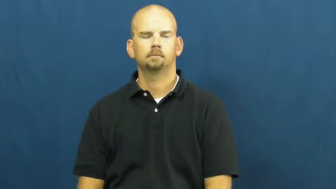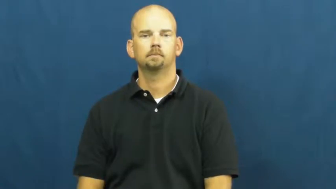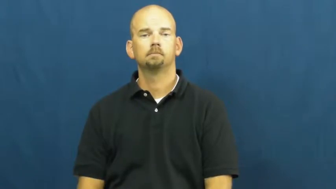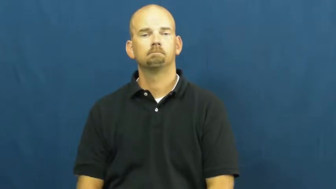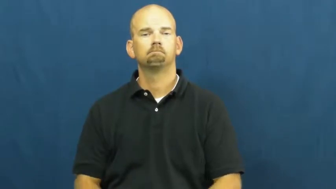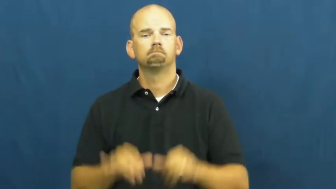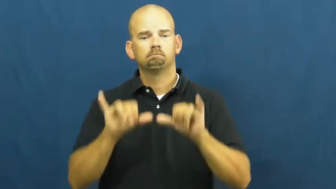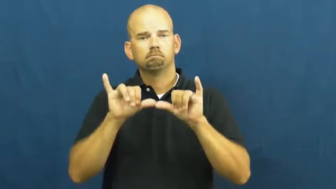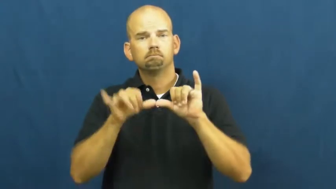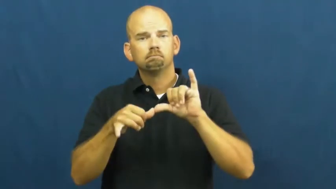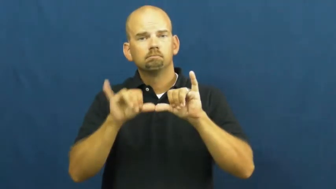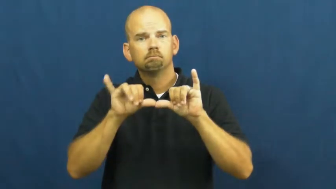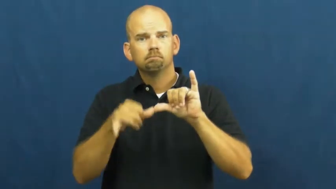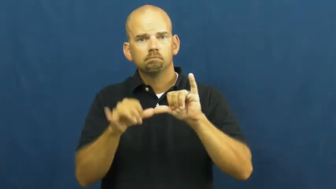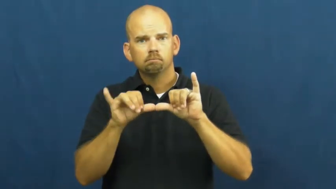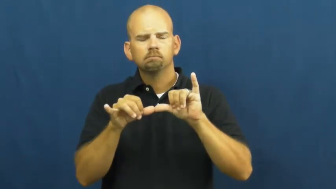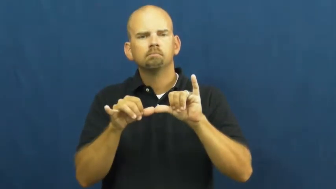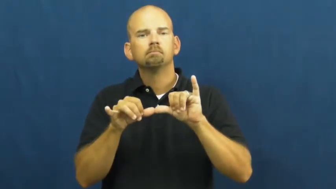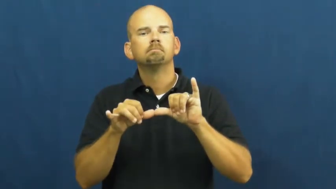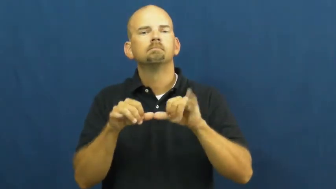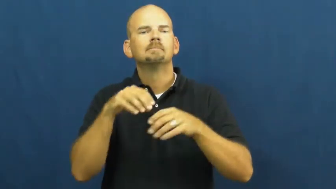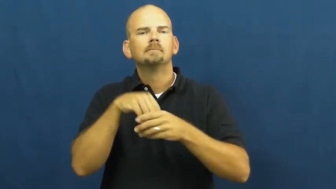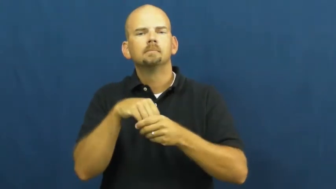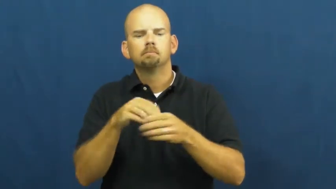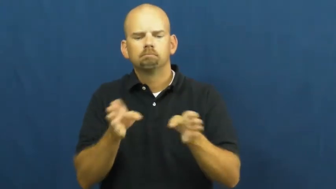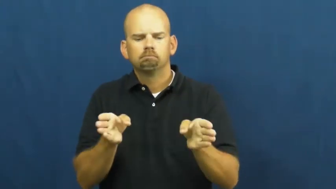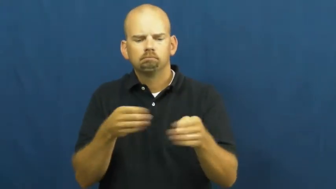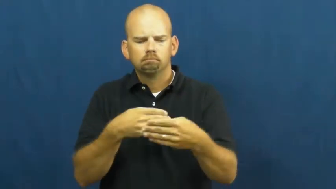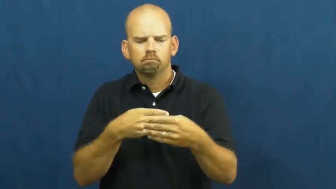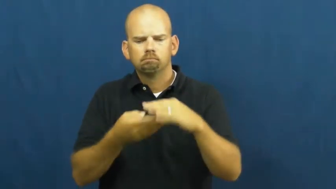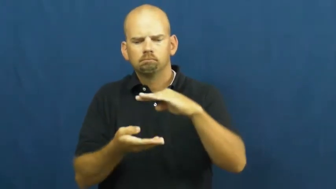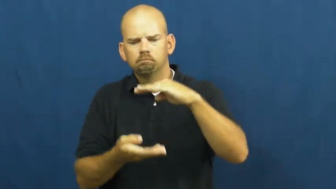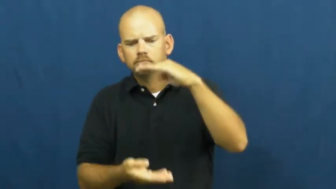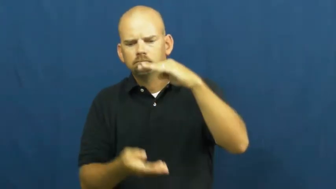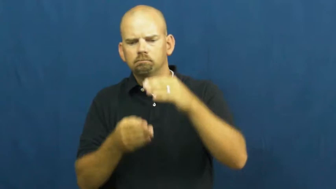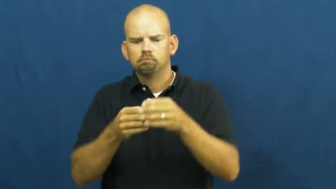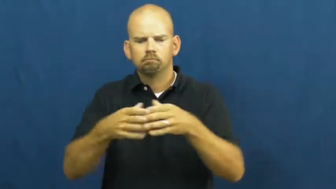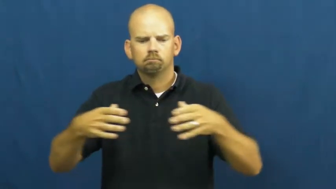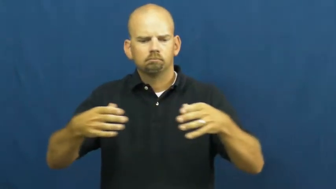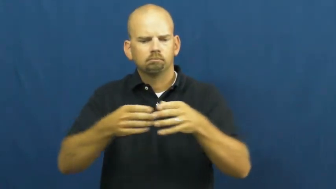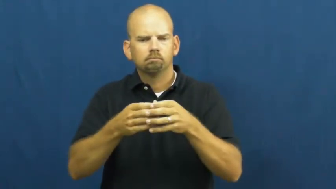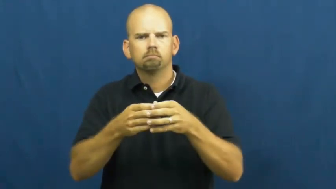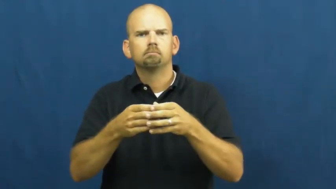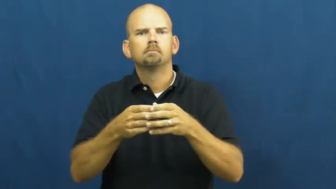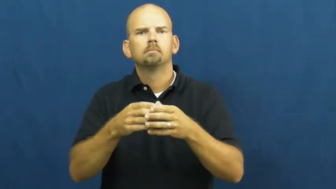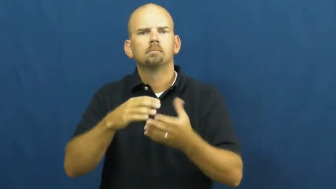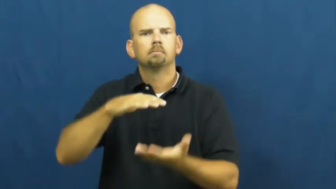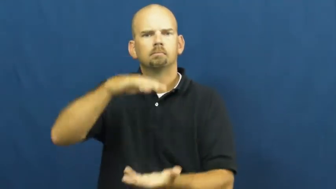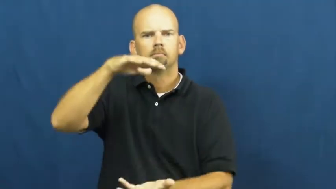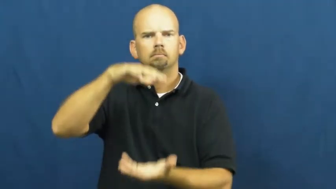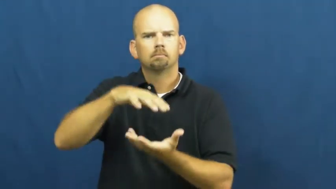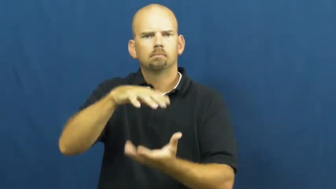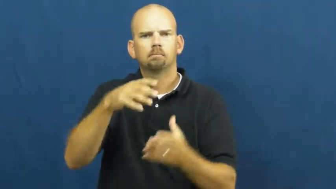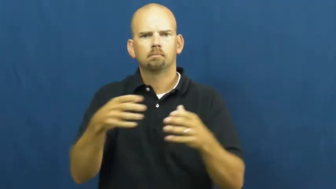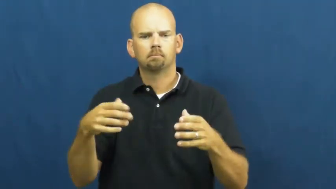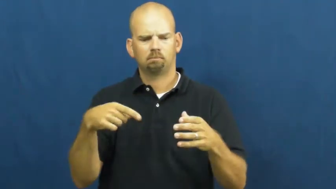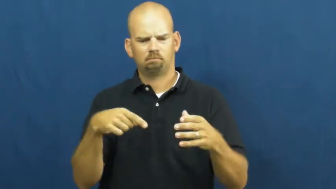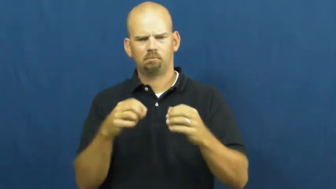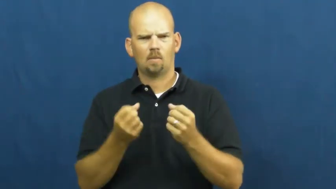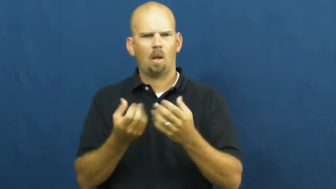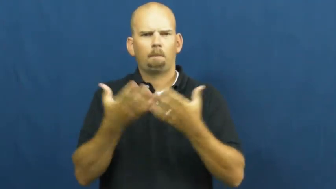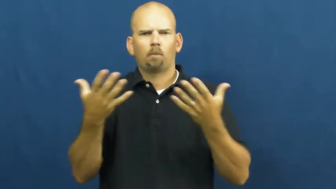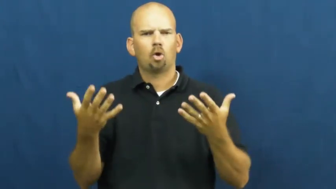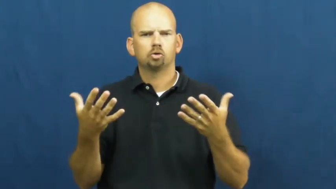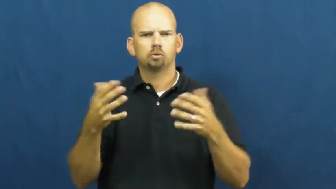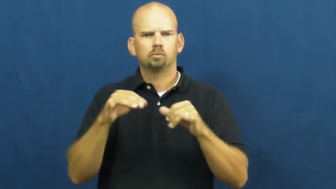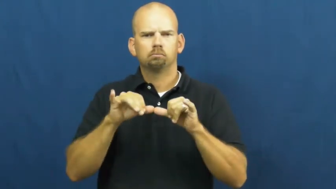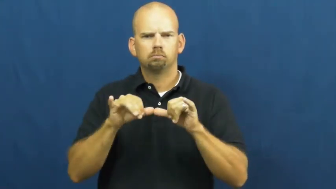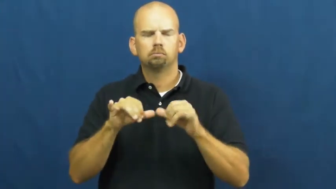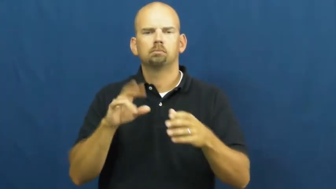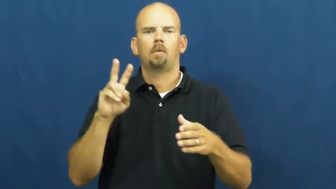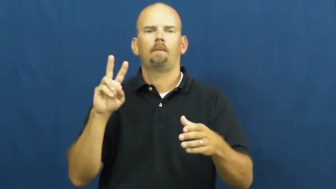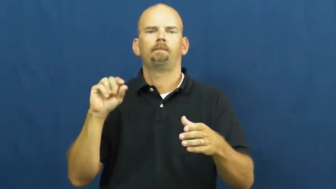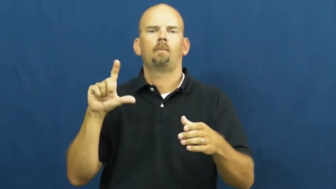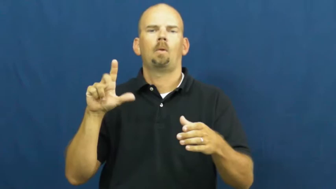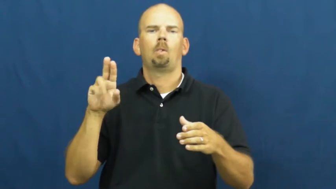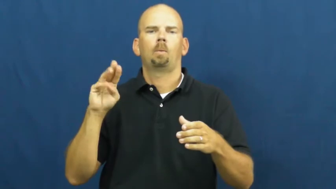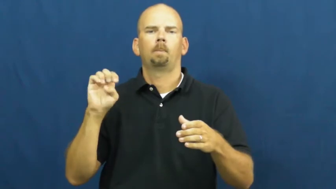volume-space